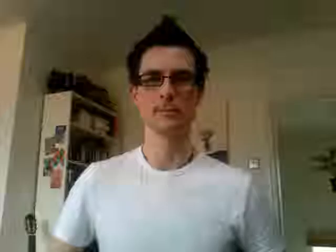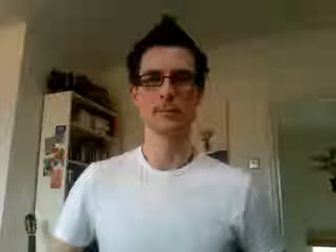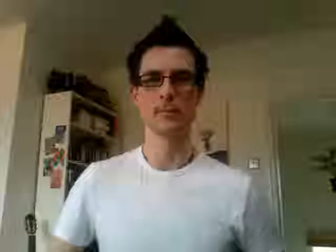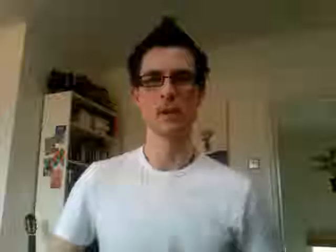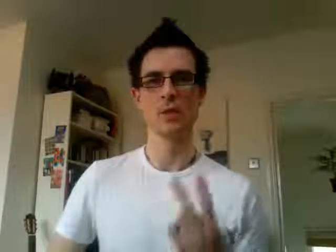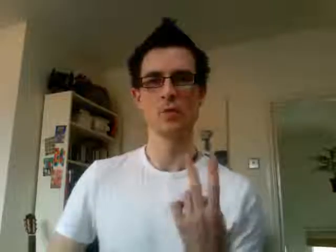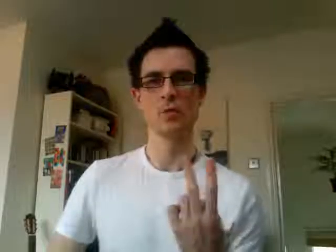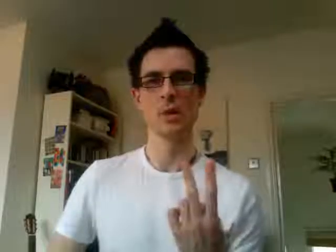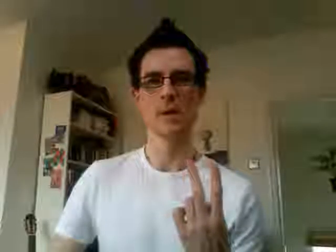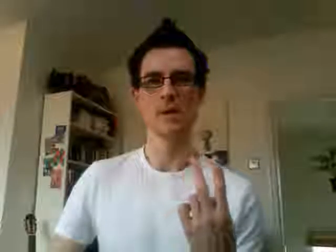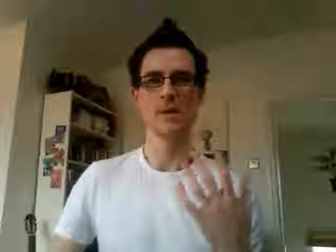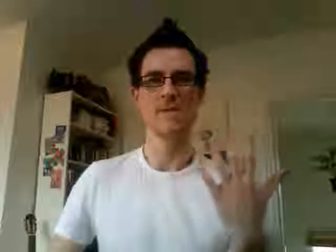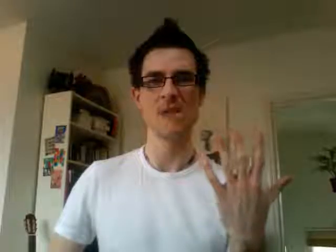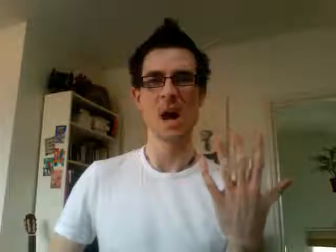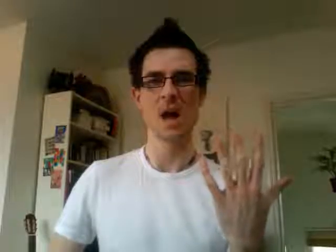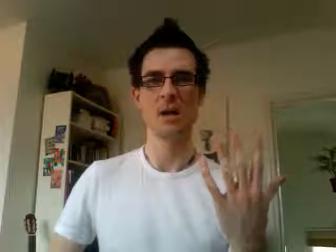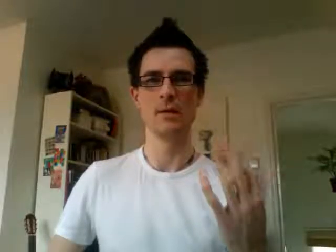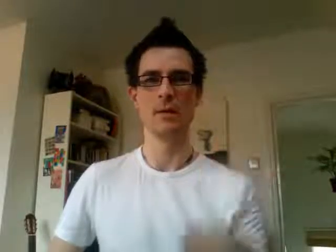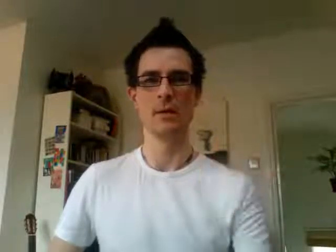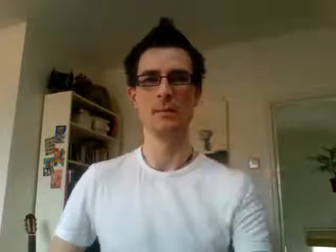25